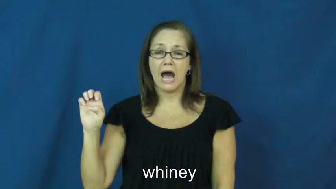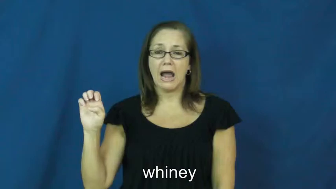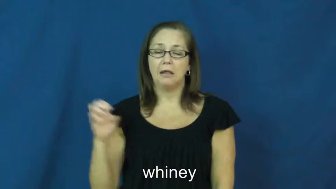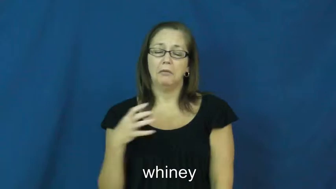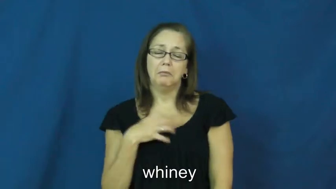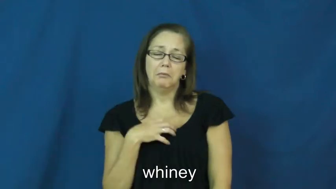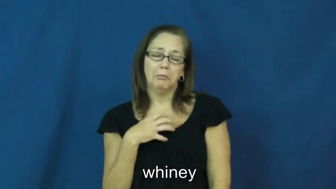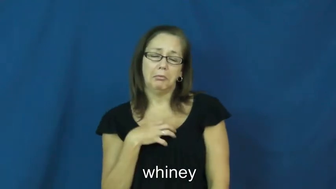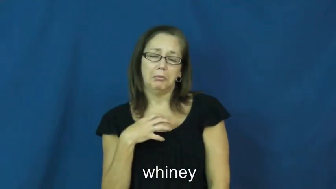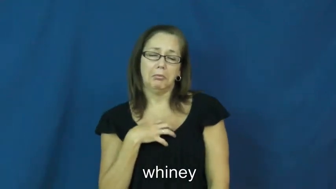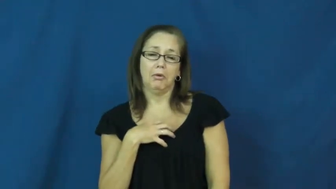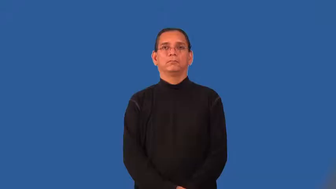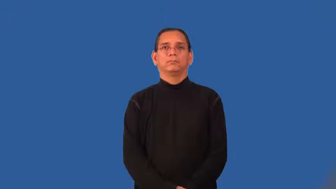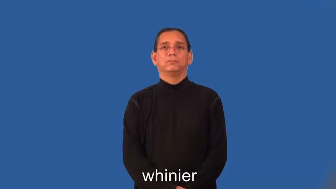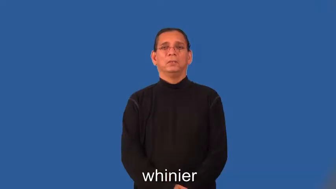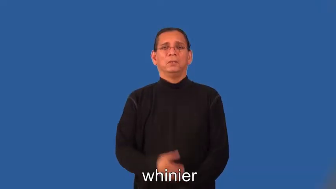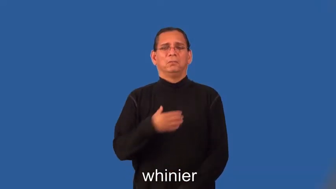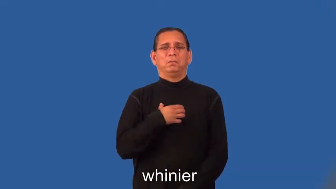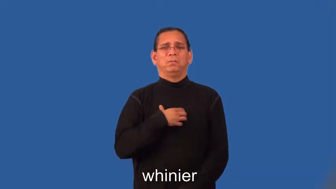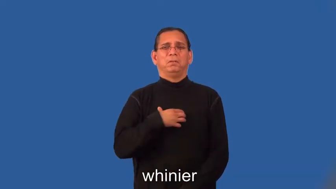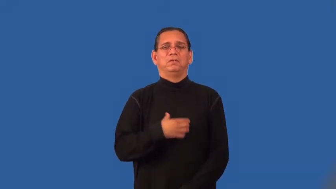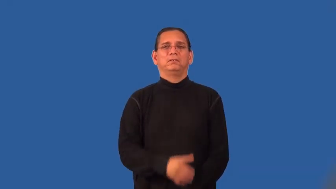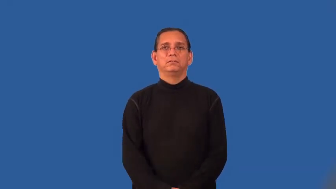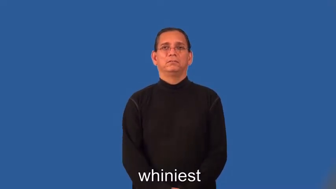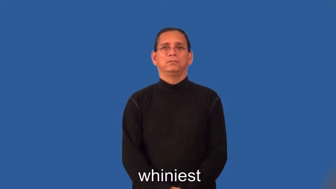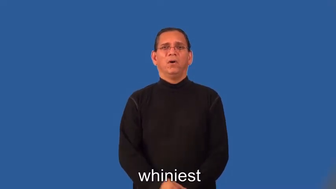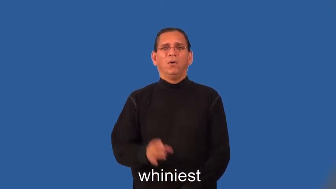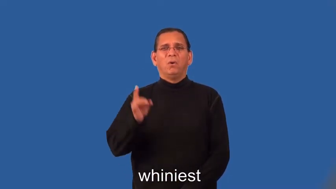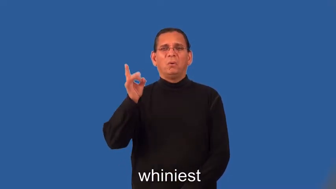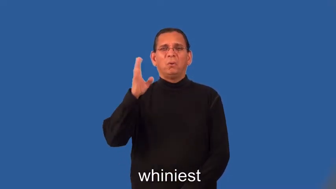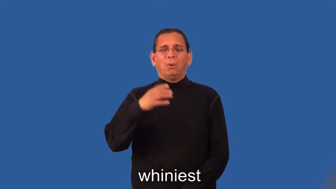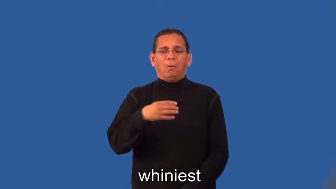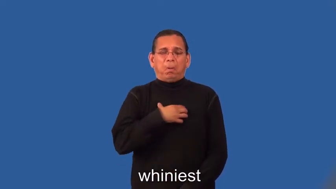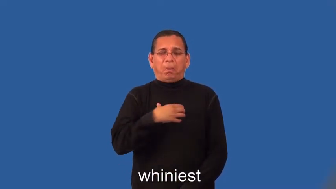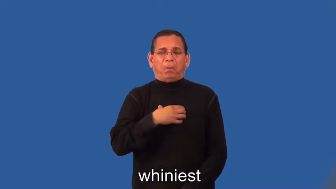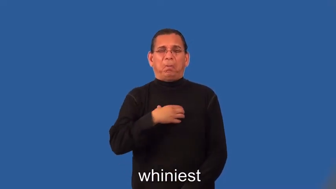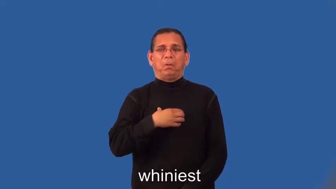whinier,whiniest